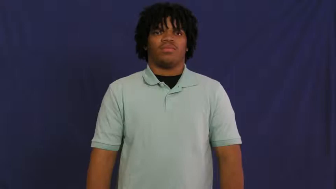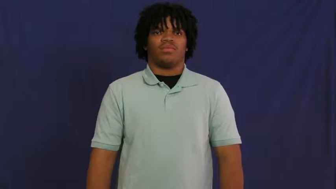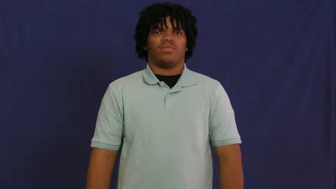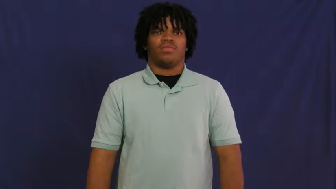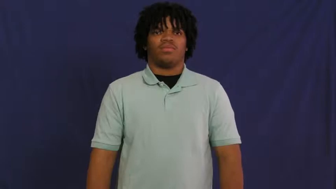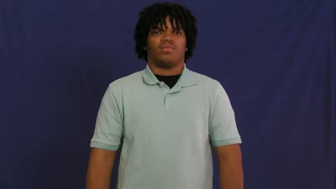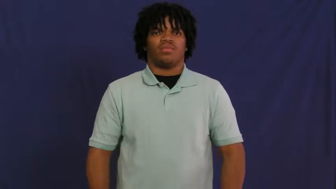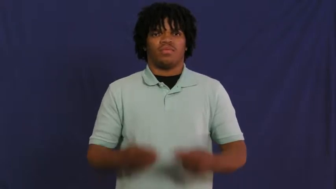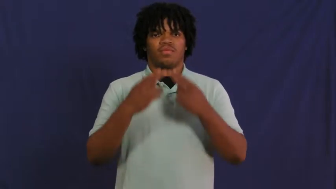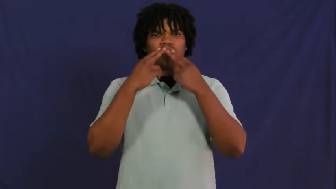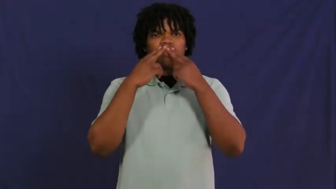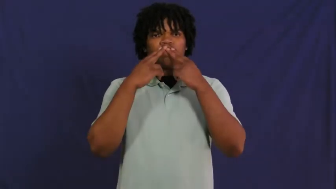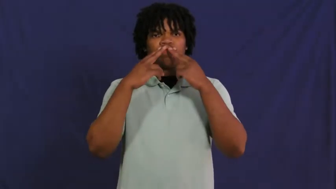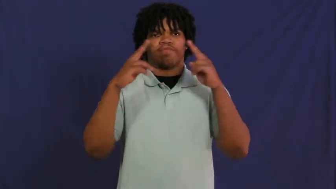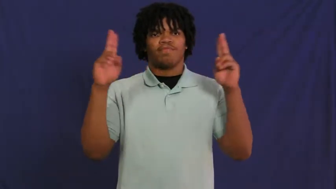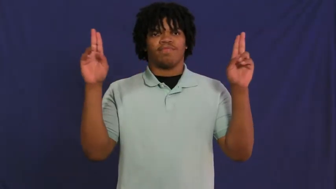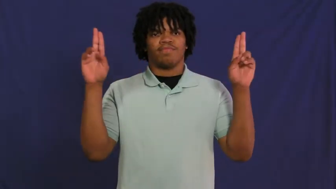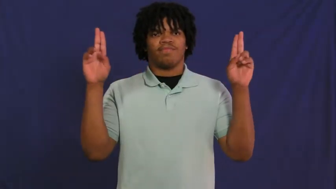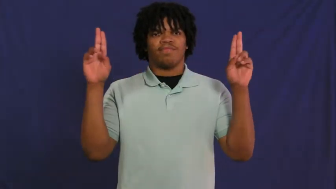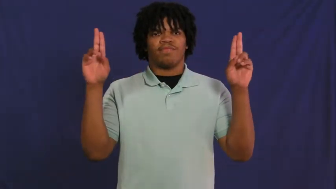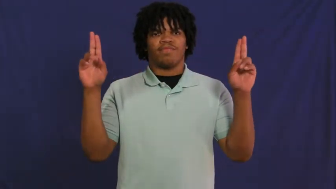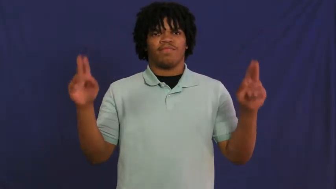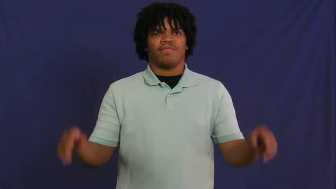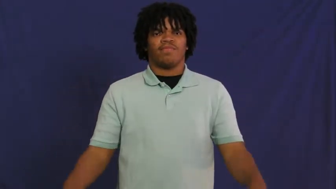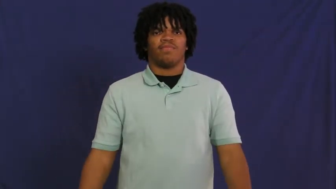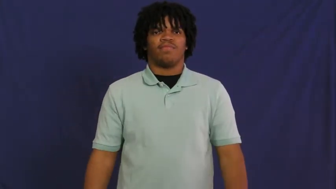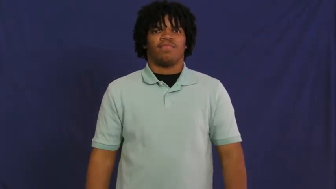innocent